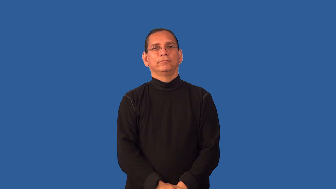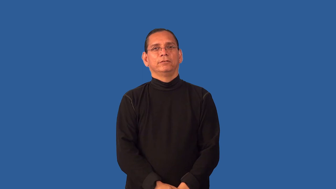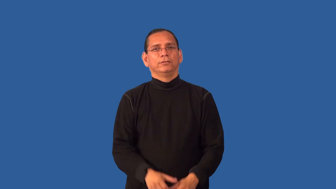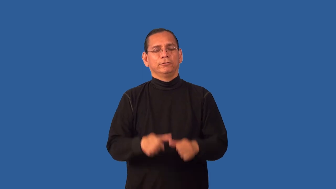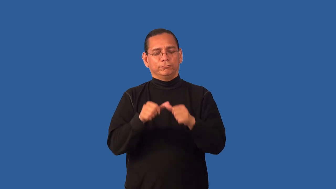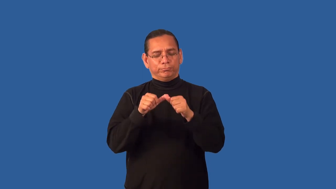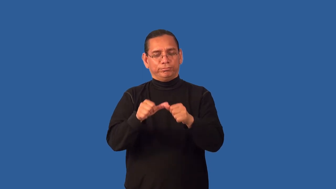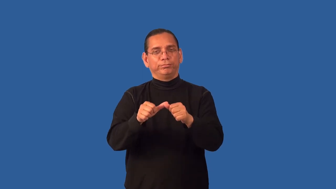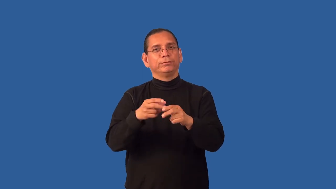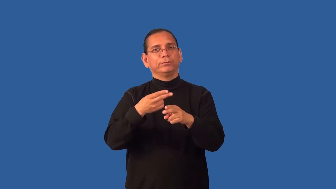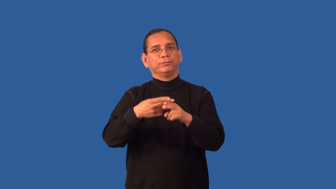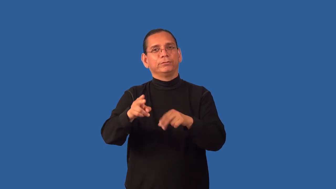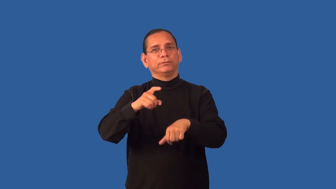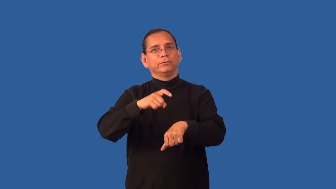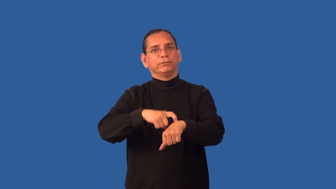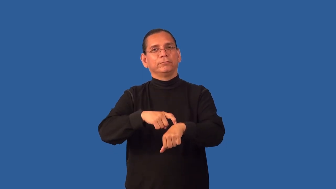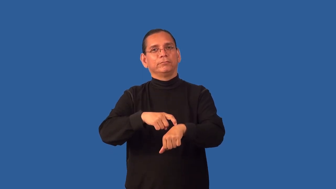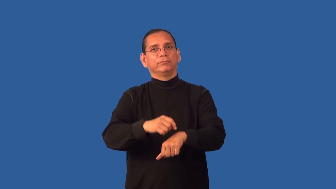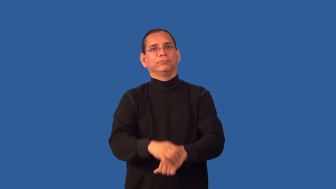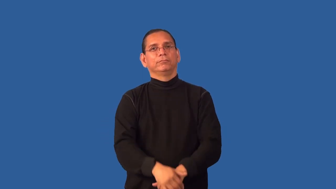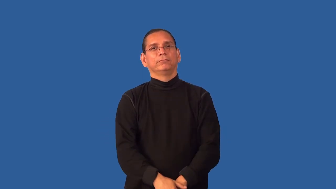ephemeral